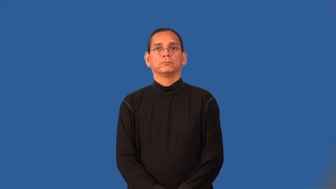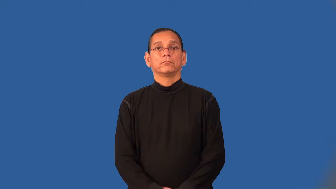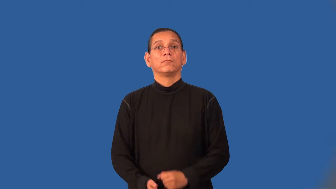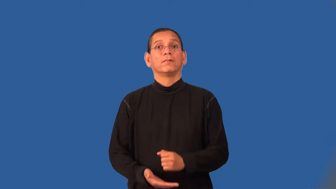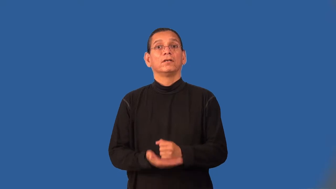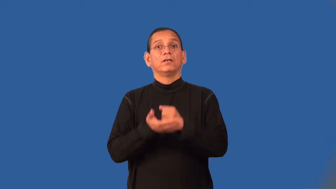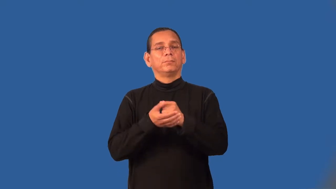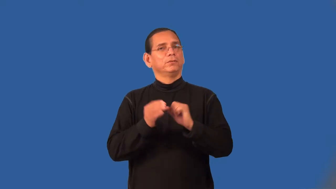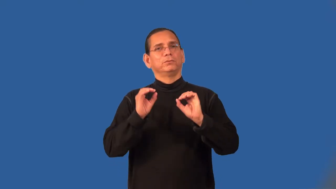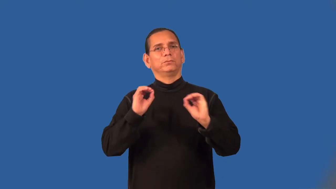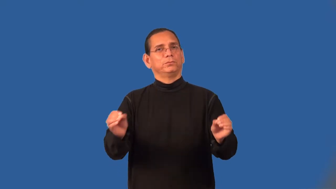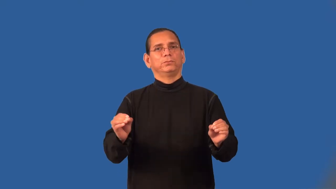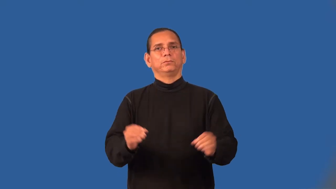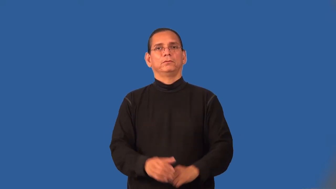unhelpful